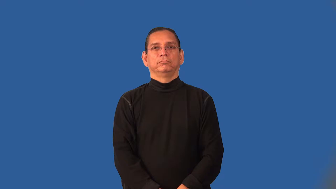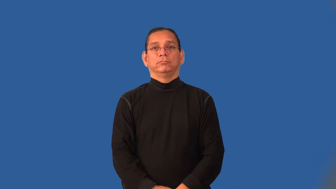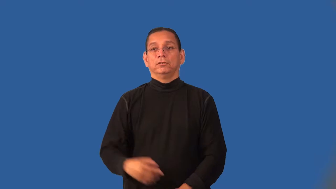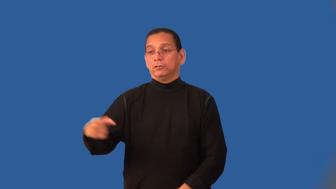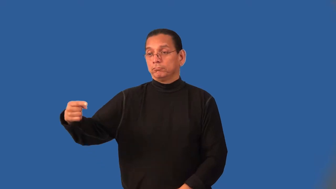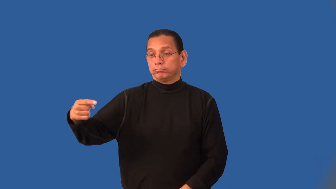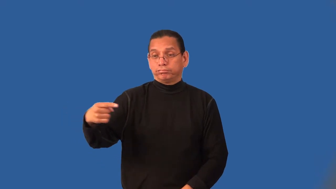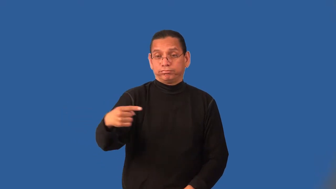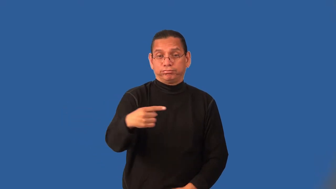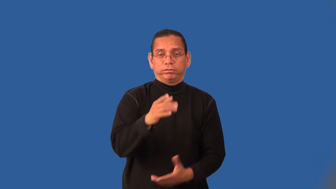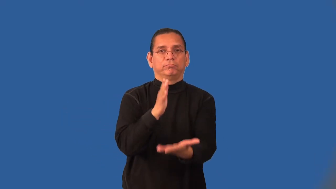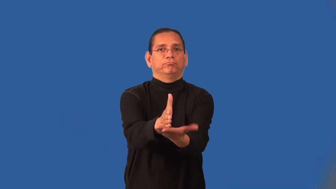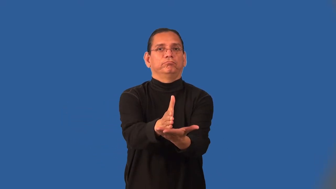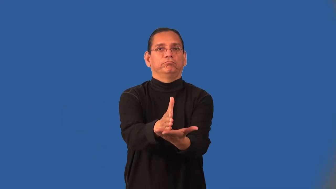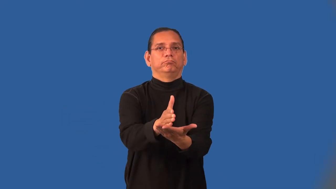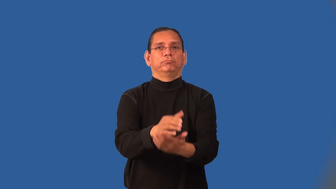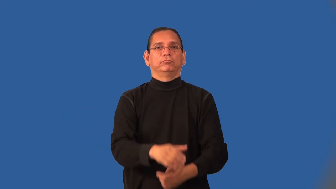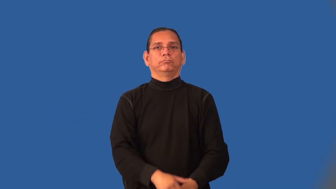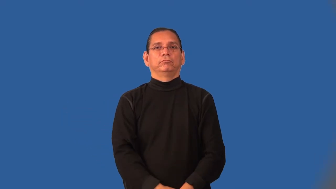intercept-general